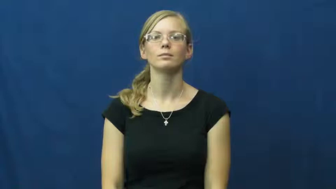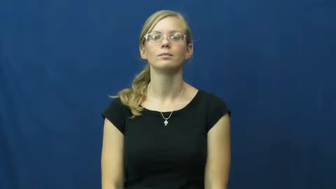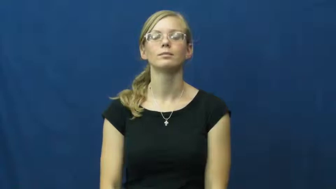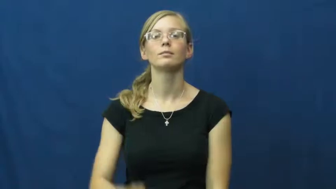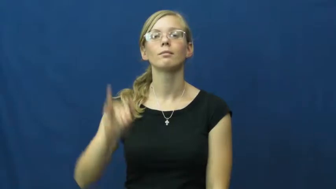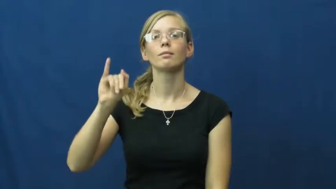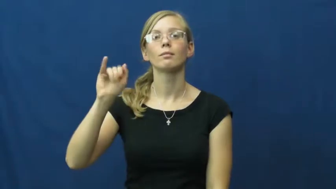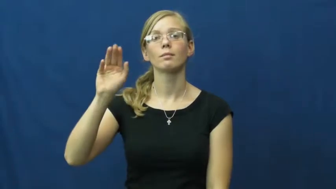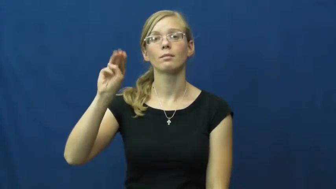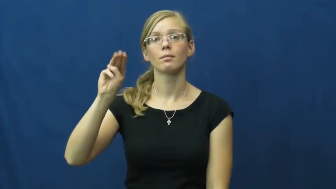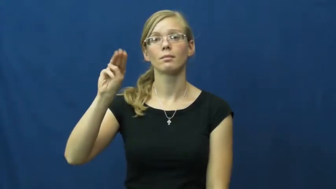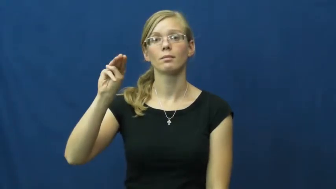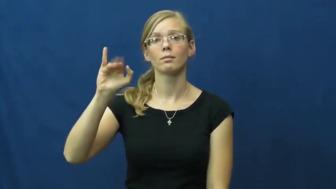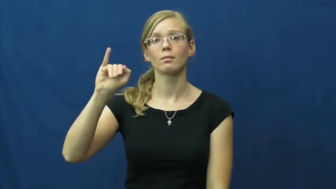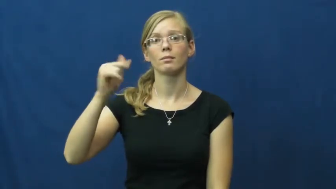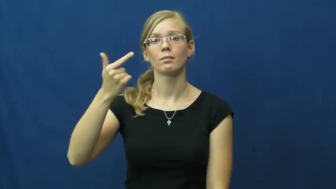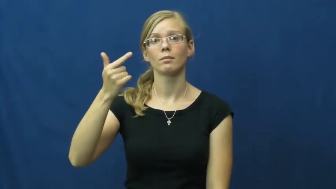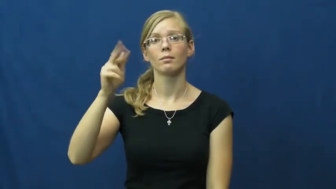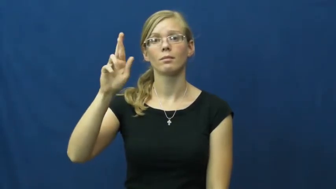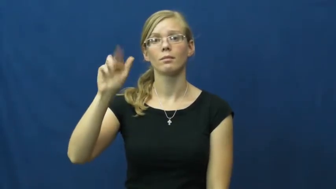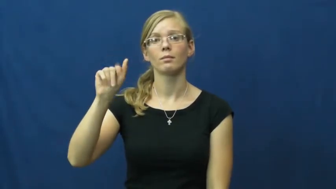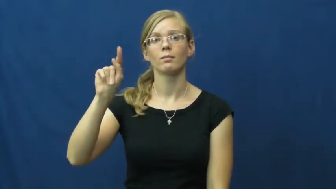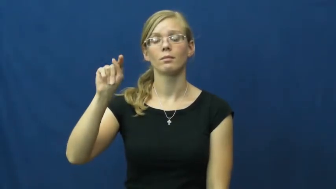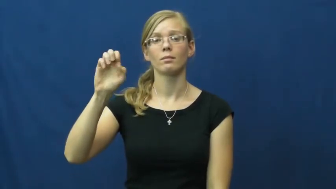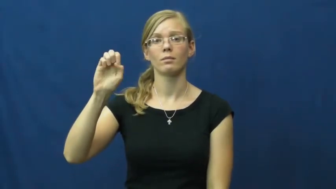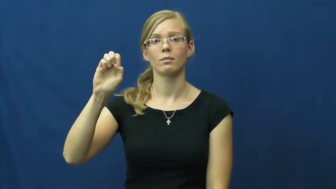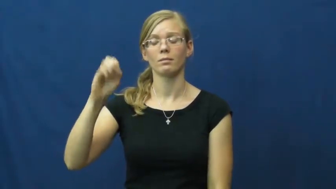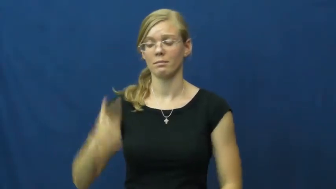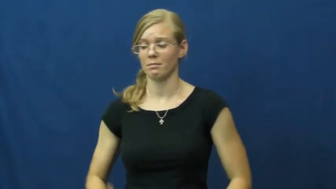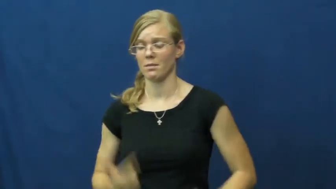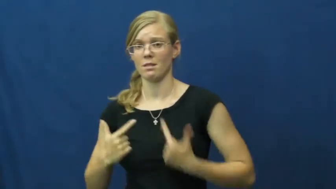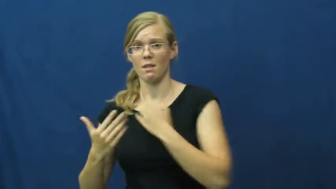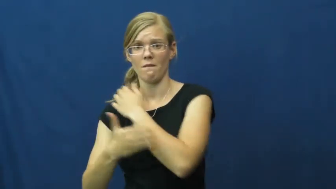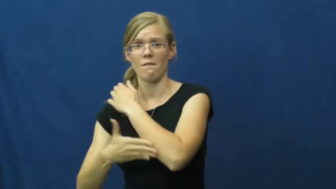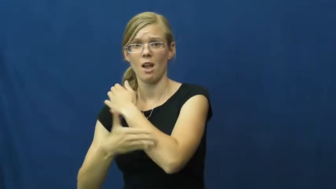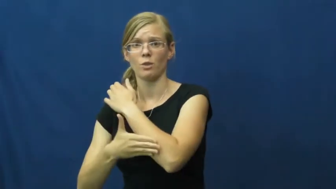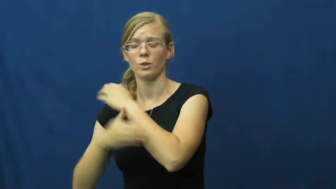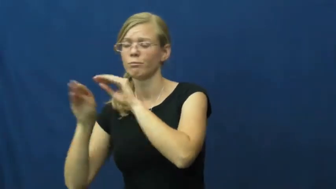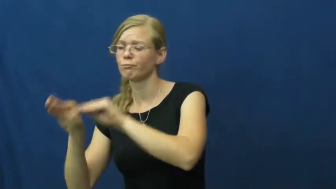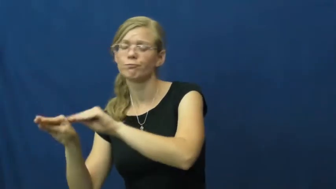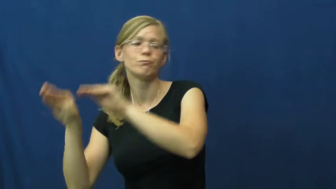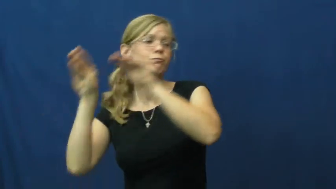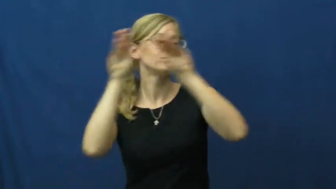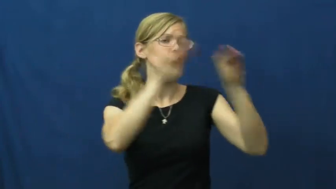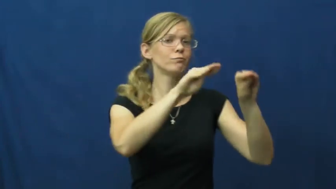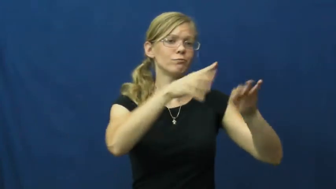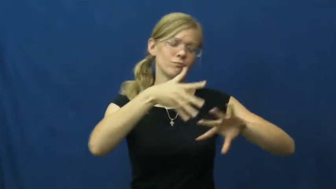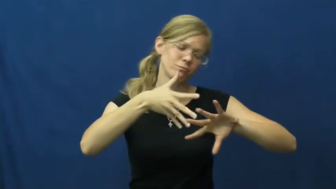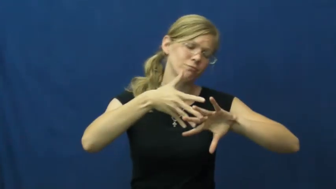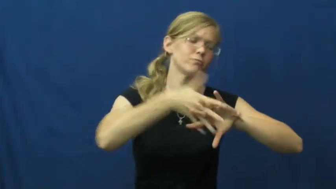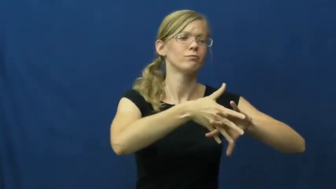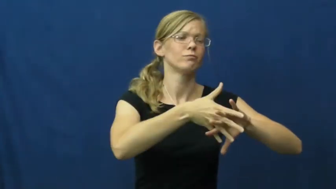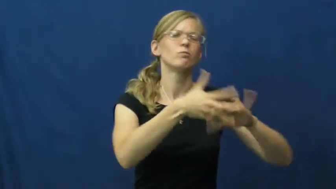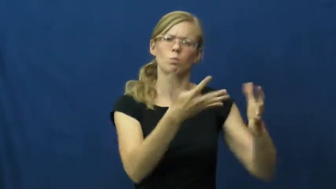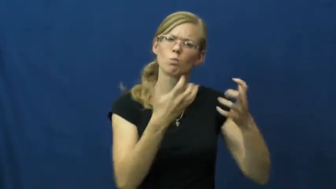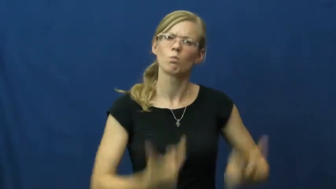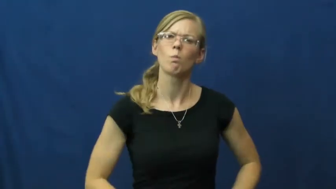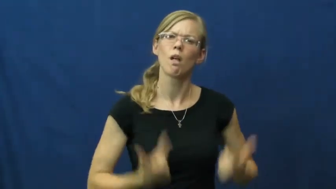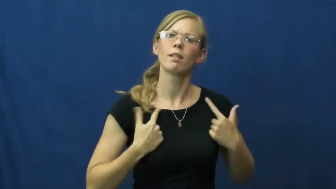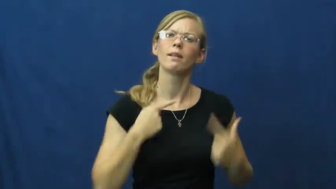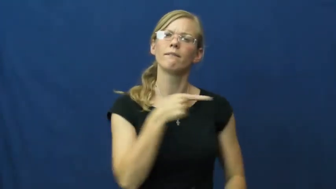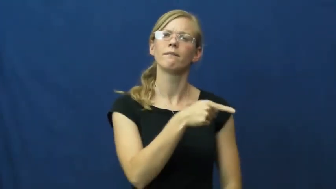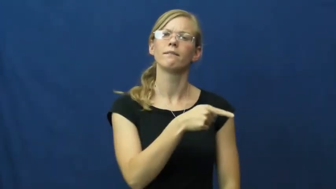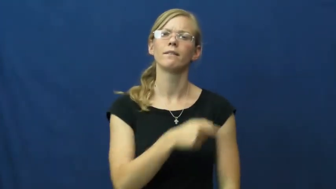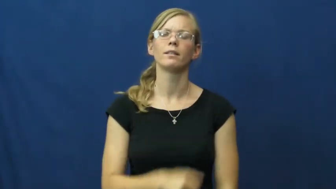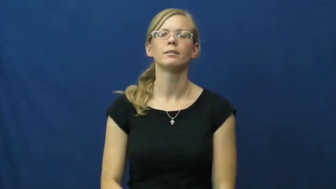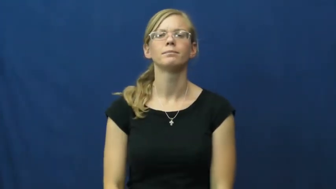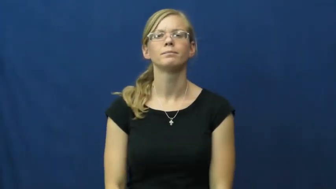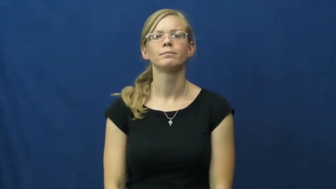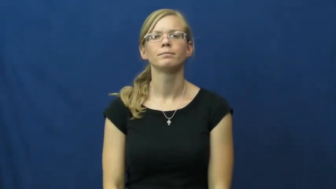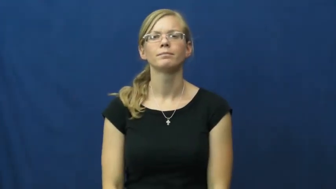immigrate,emigrate